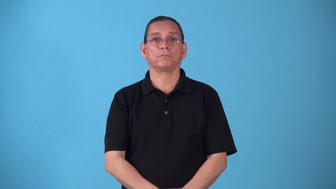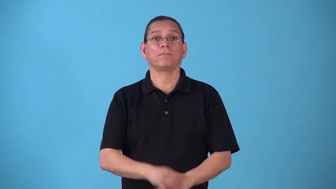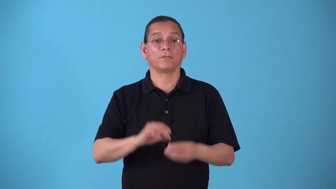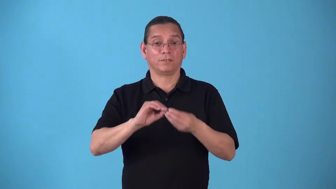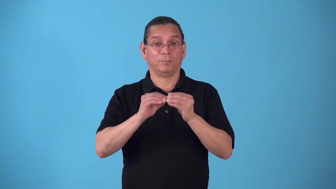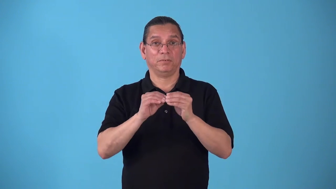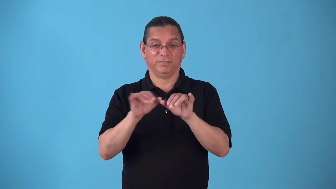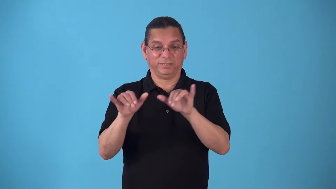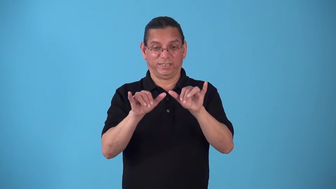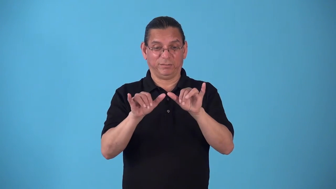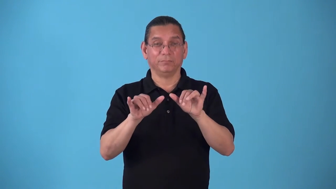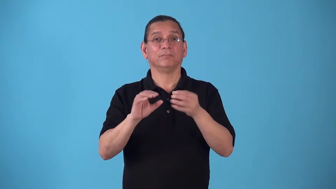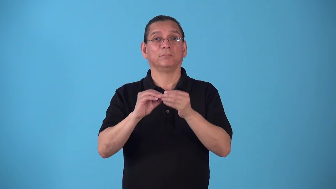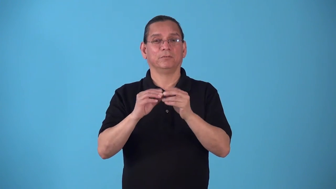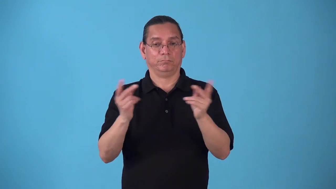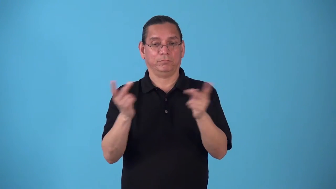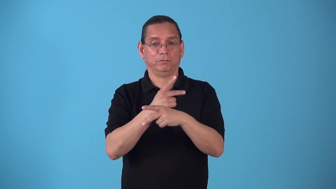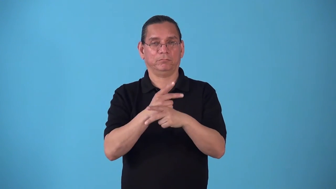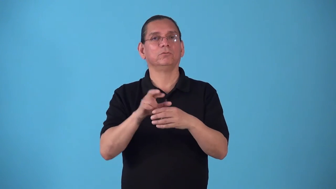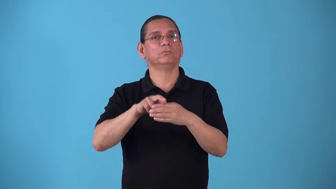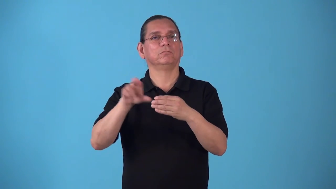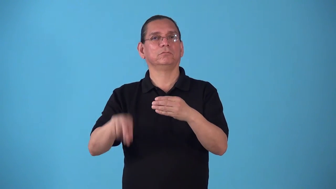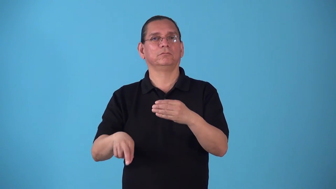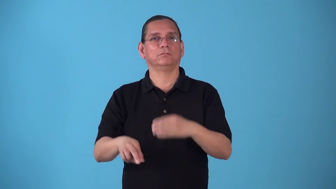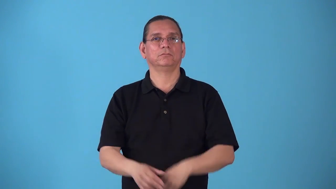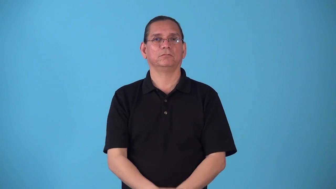square math multiplication